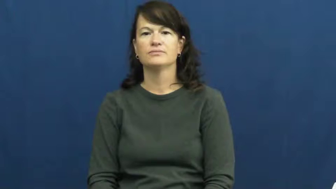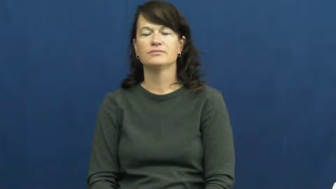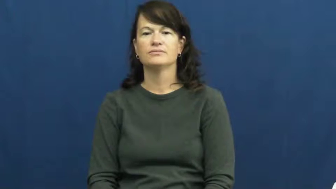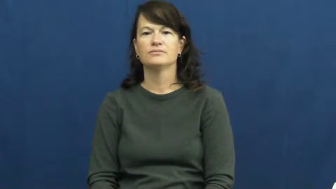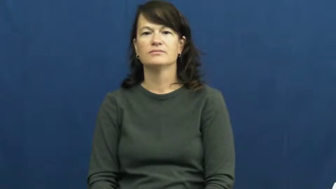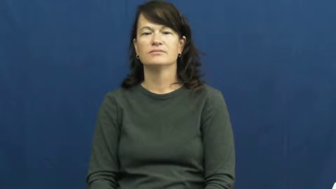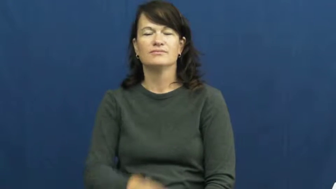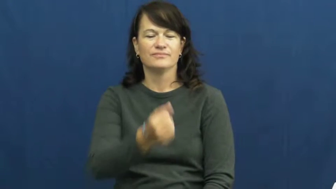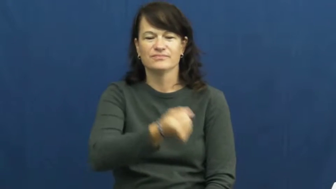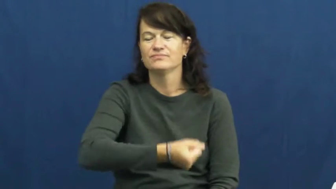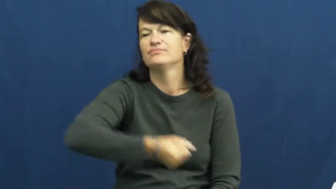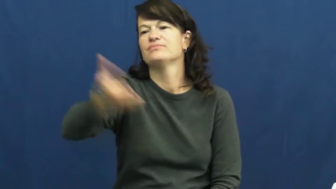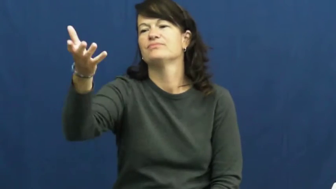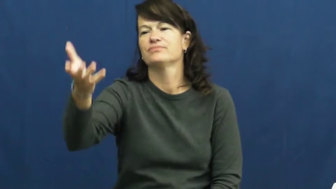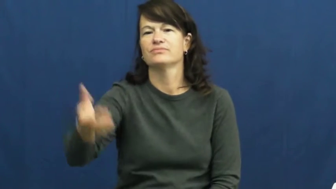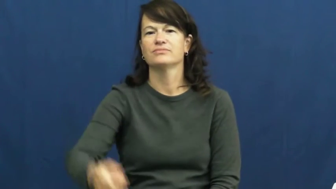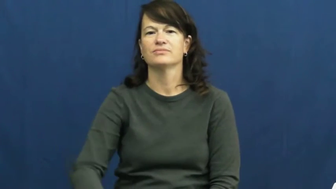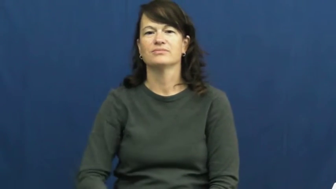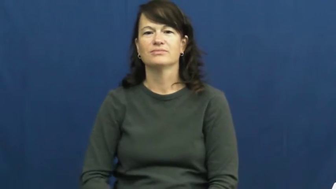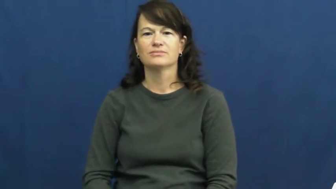toss,bung